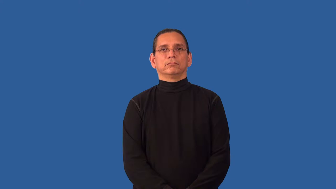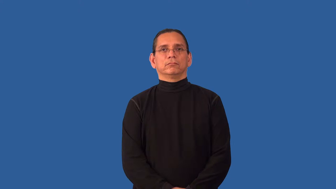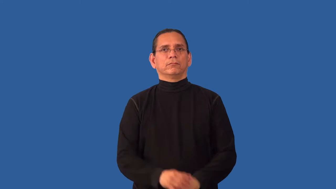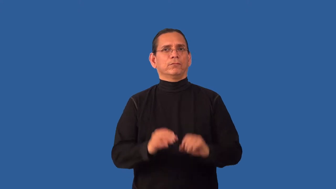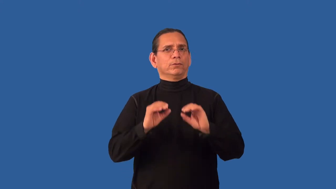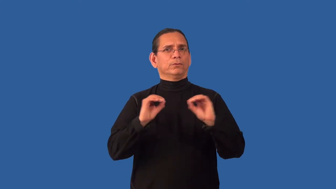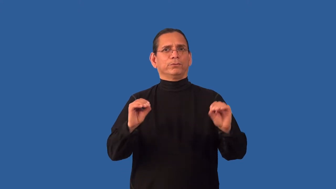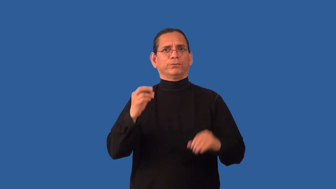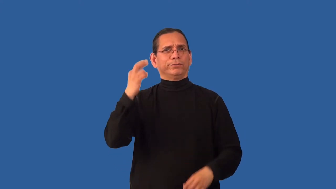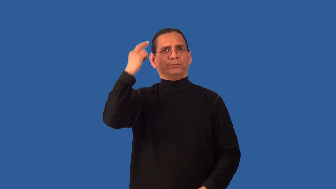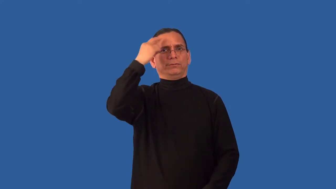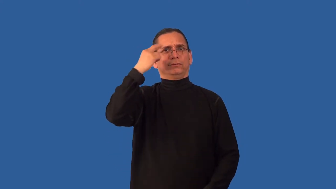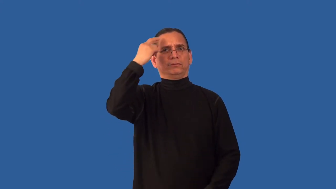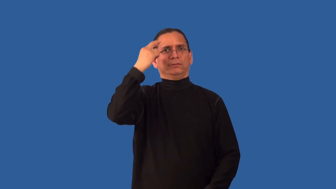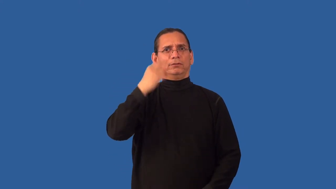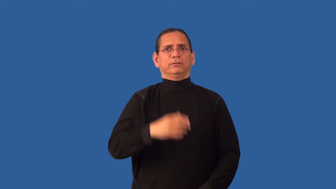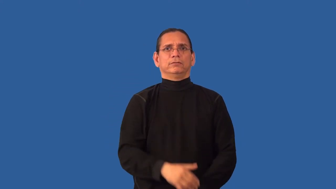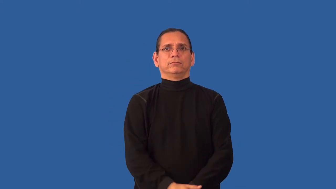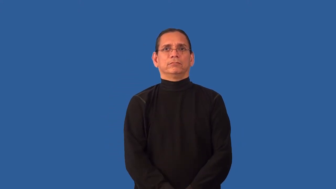reasonless,motiveless